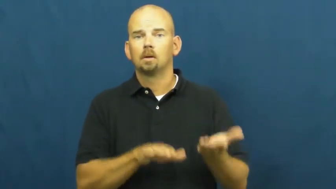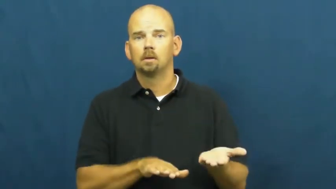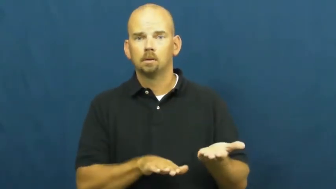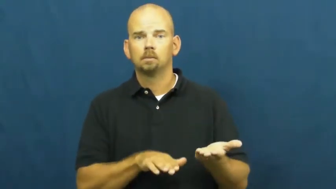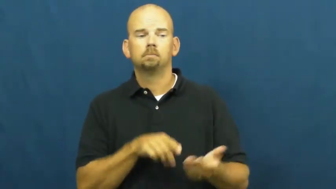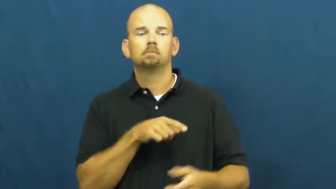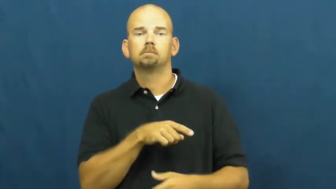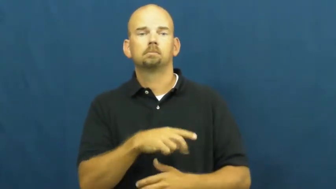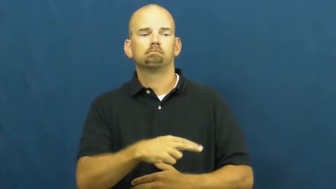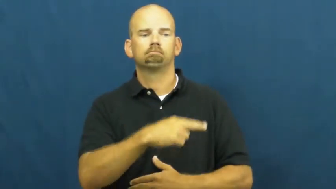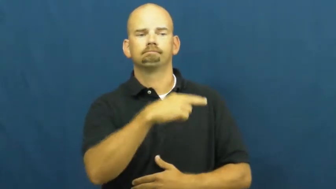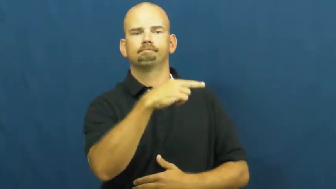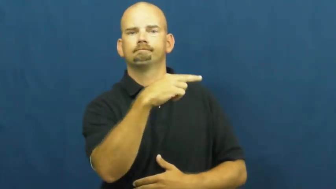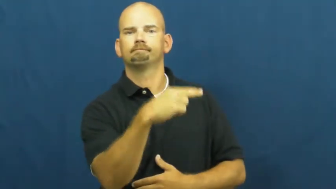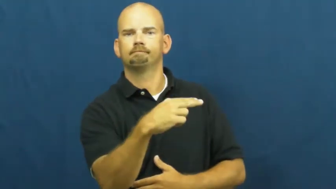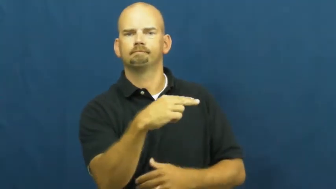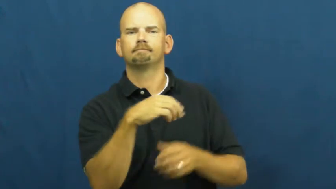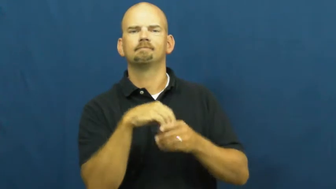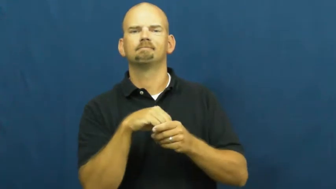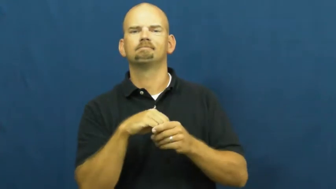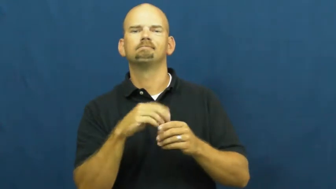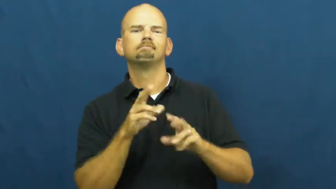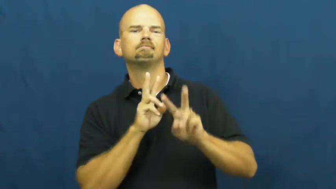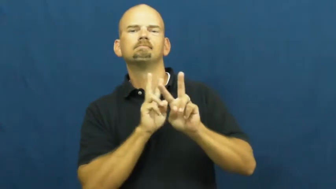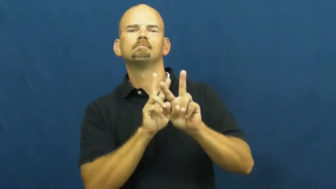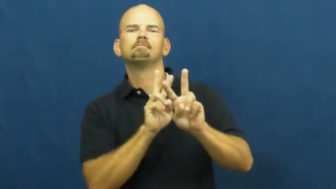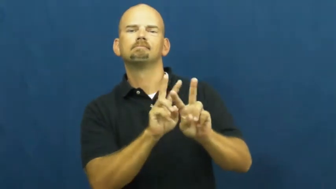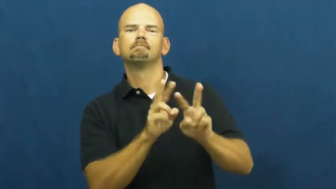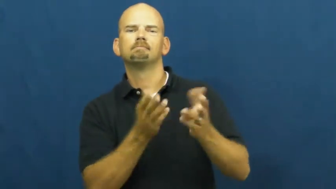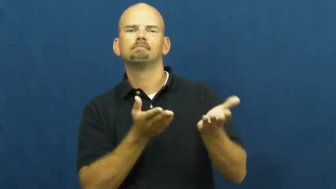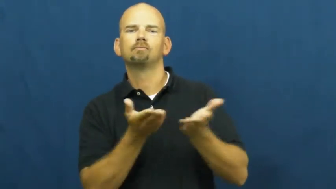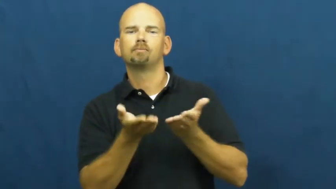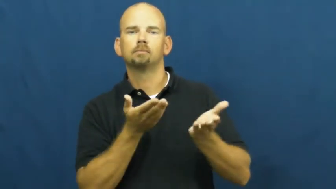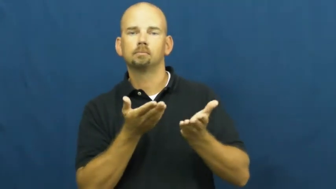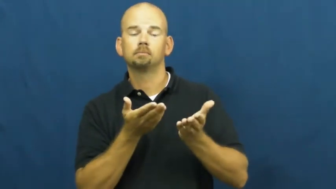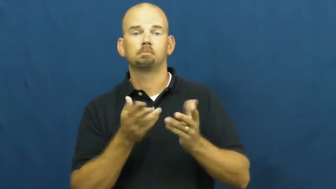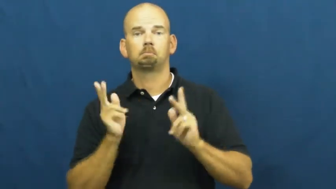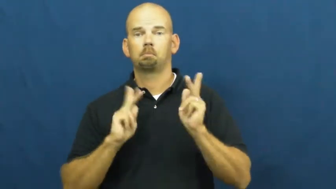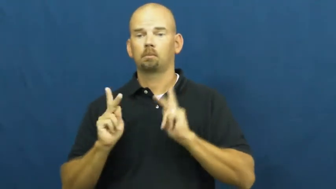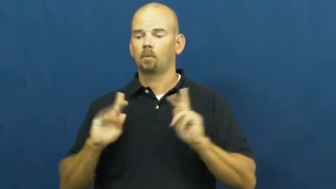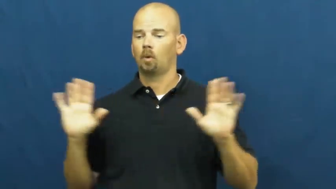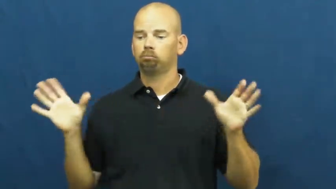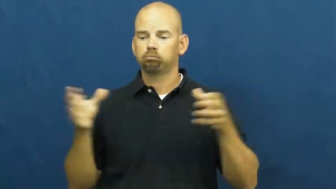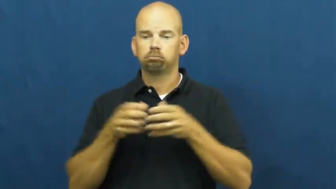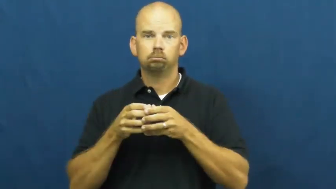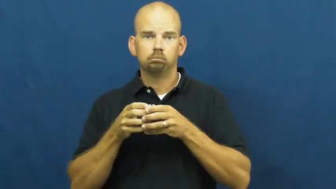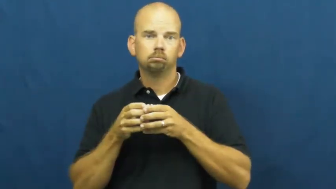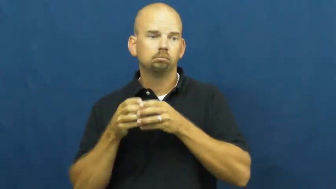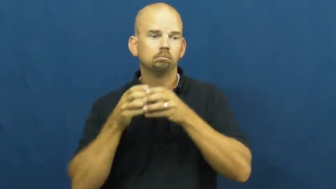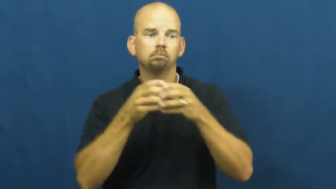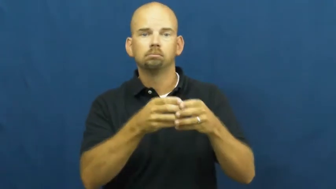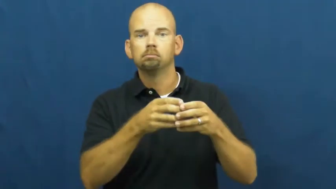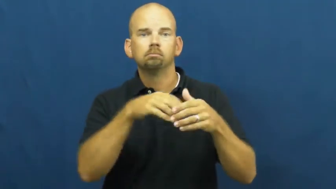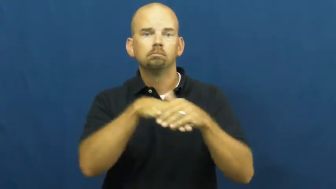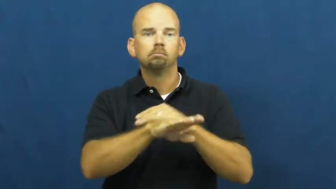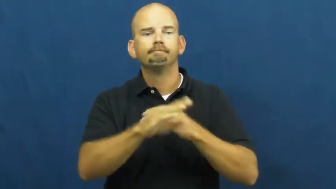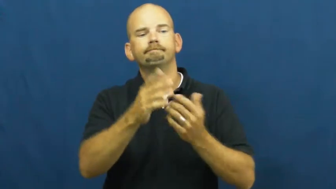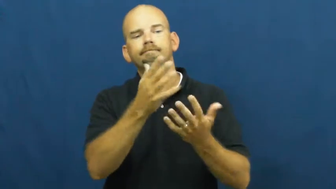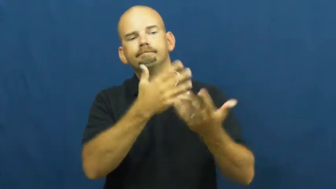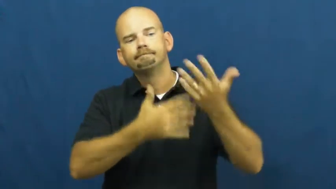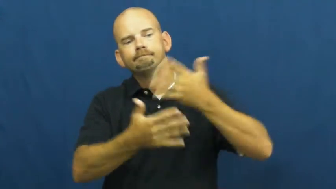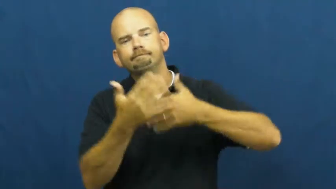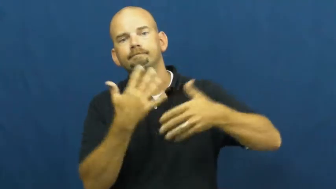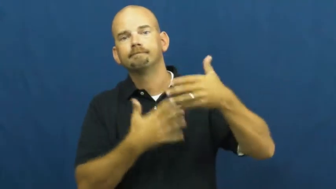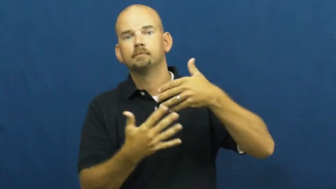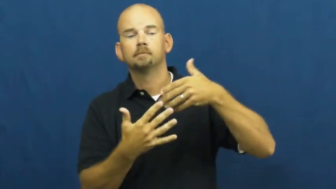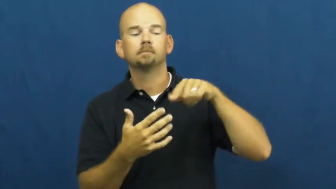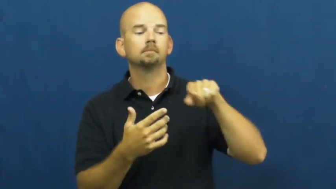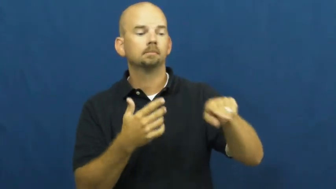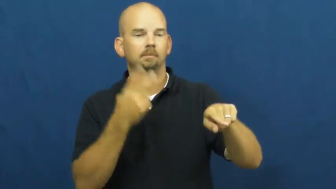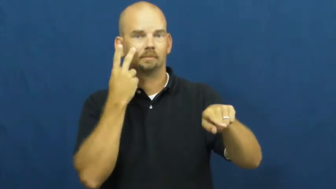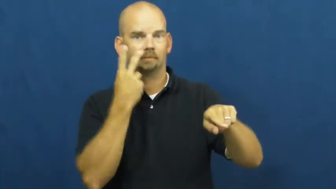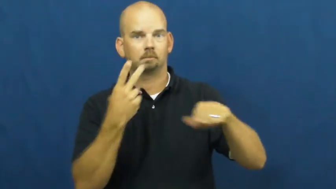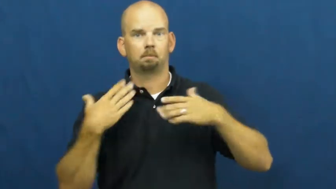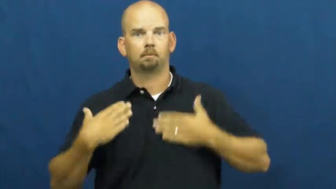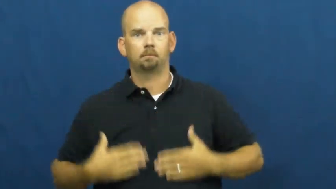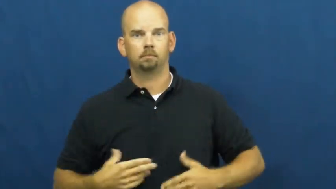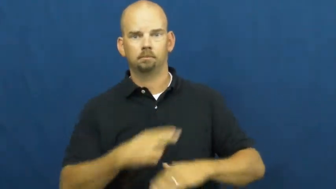wake-before funeral